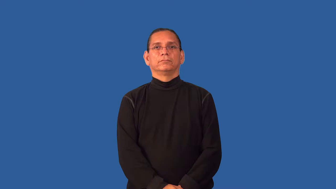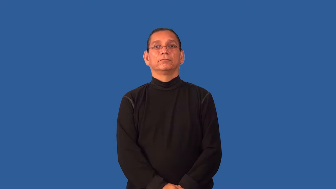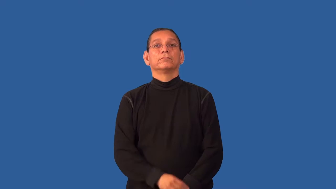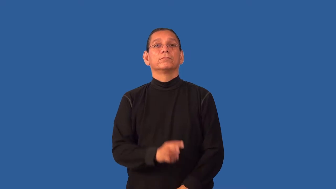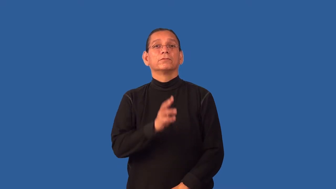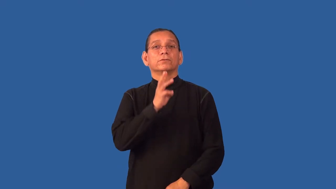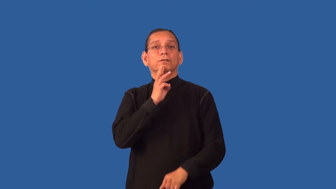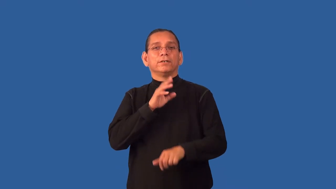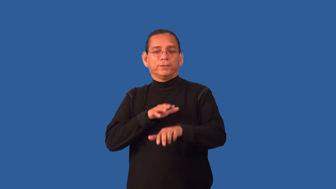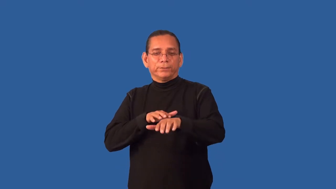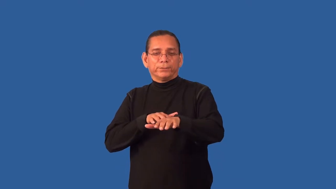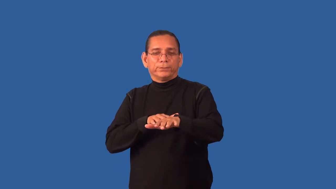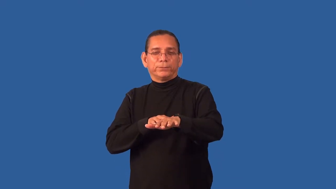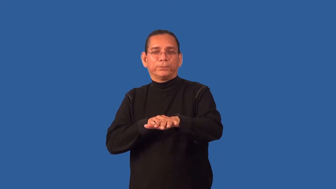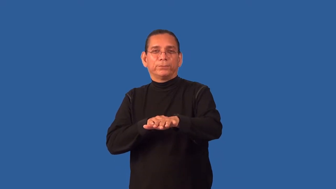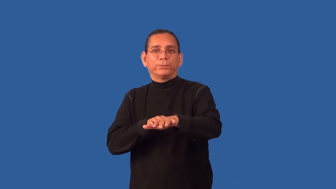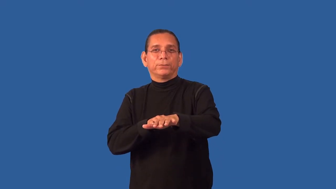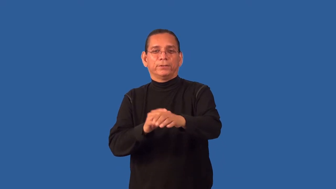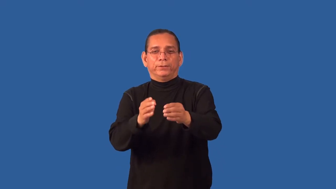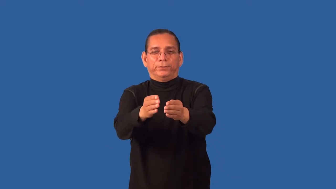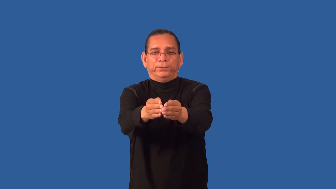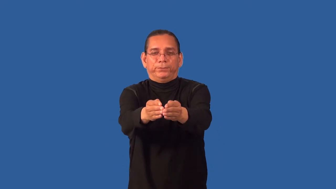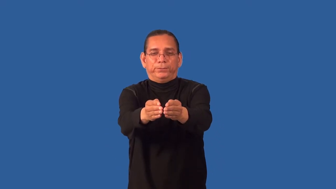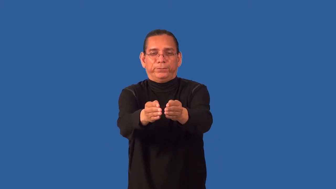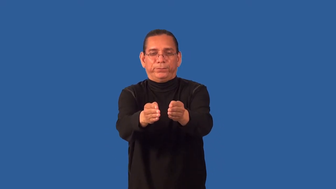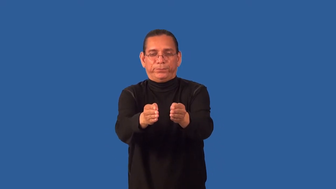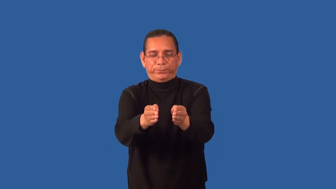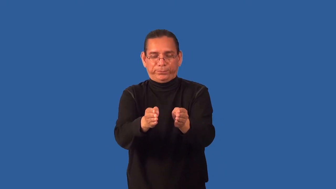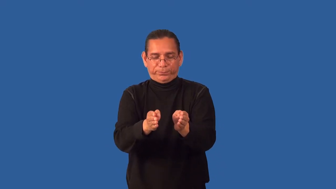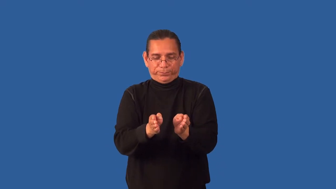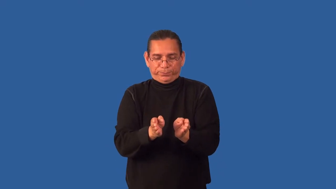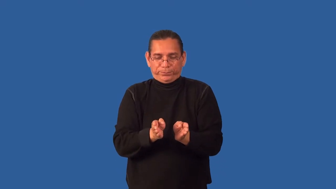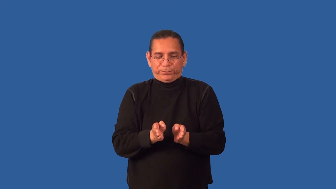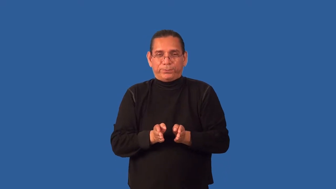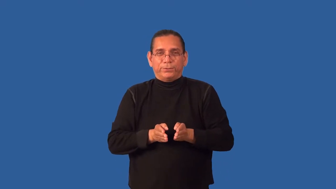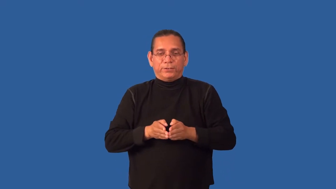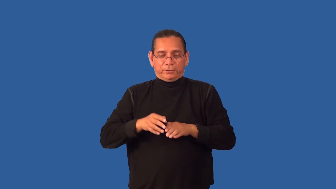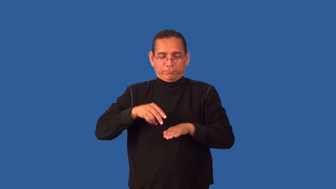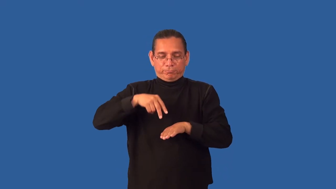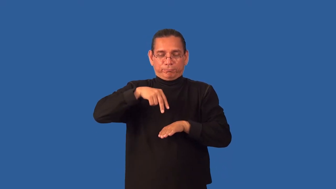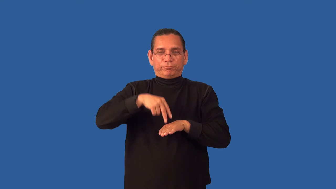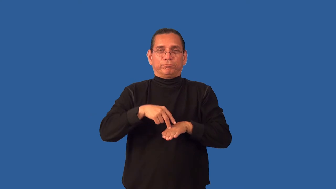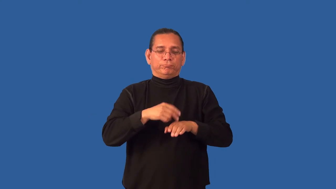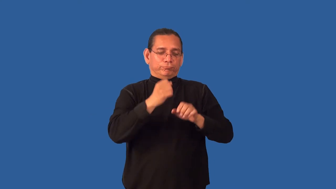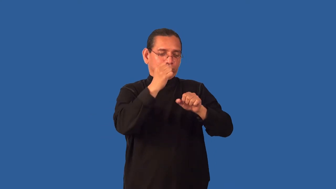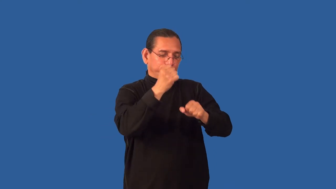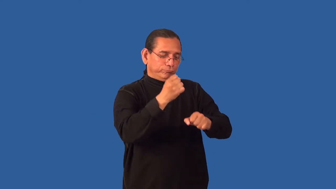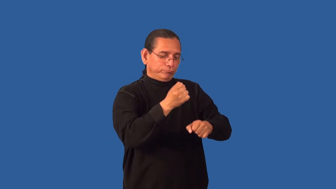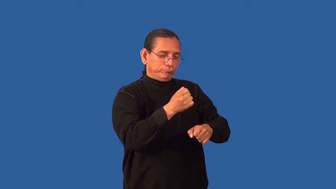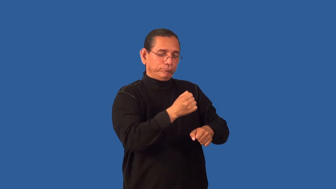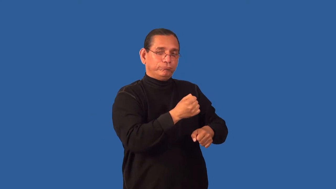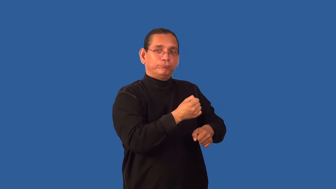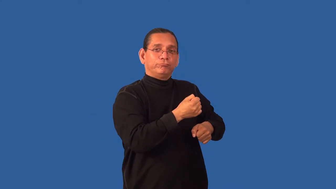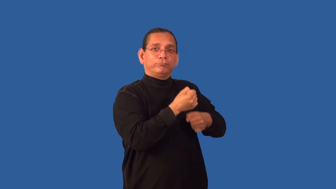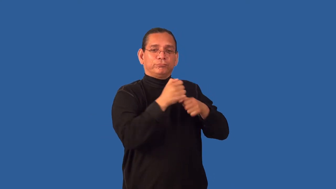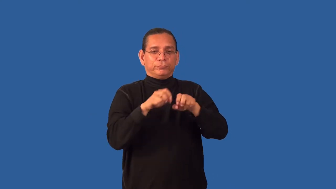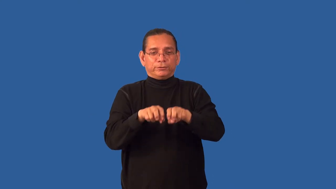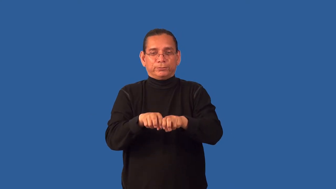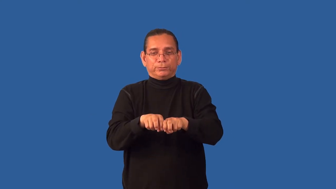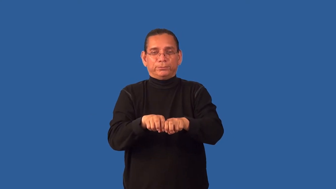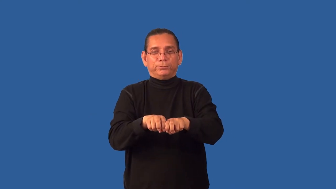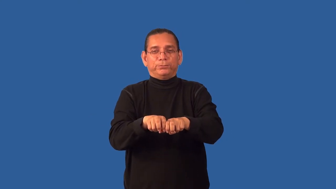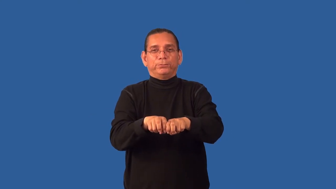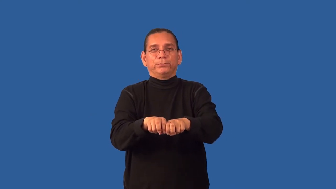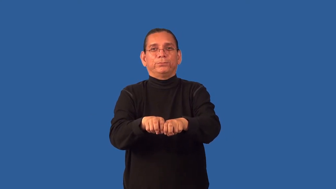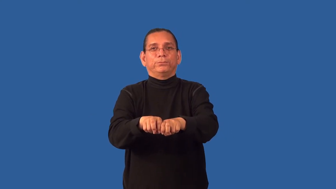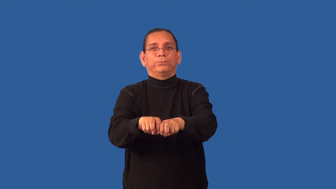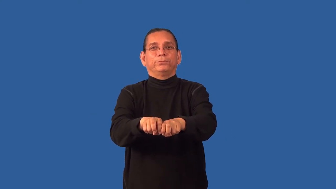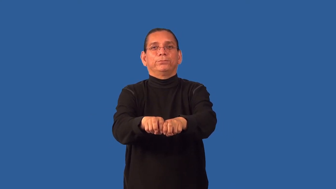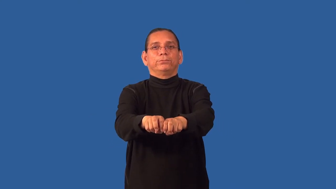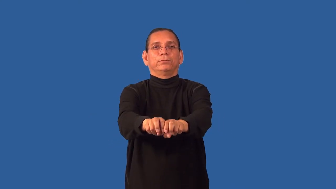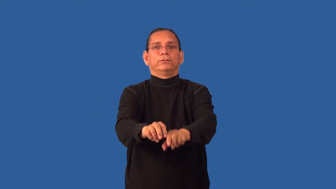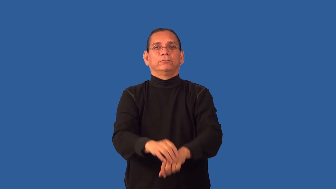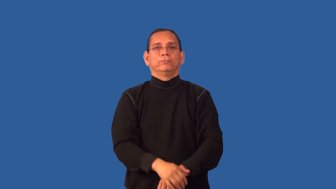gondola-boat